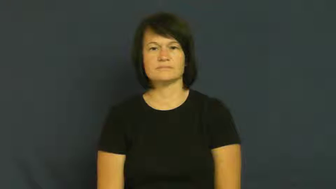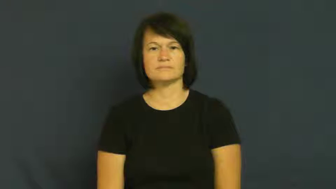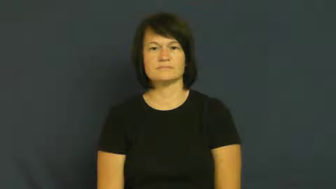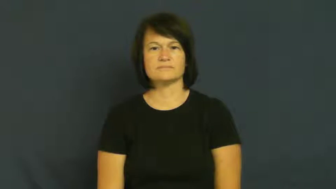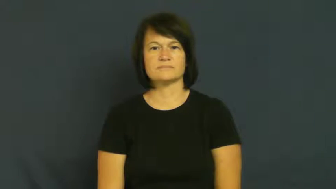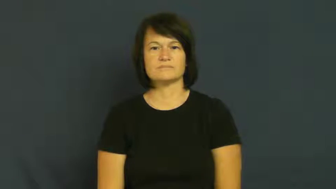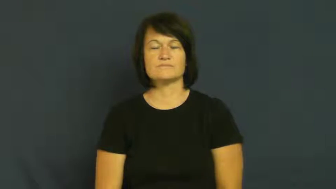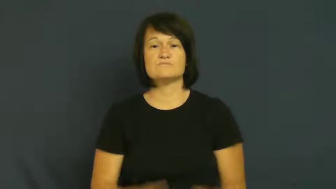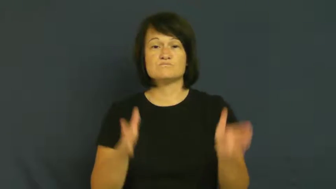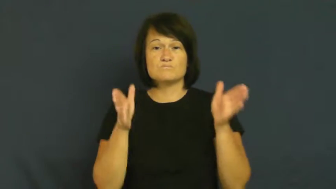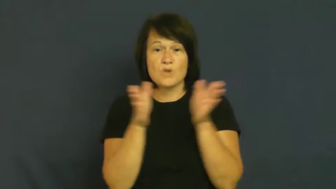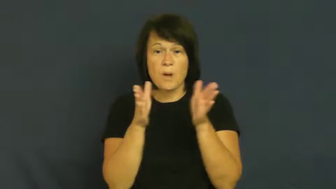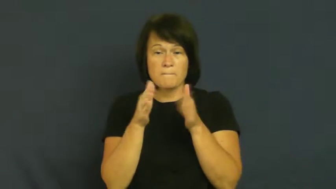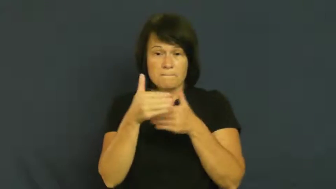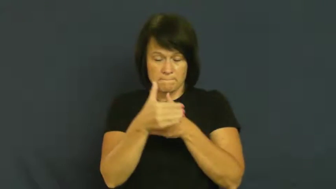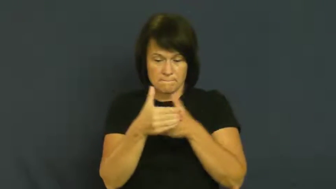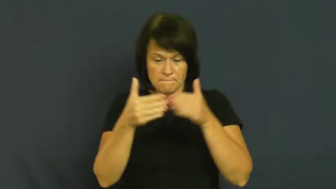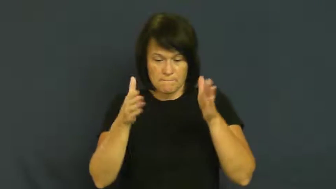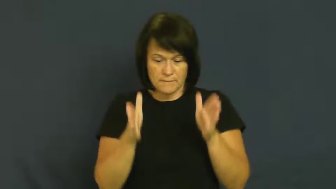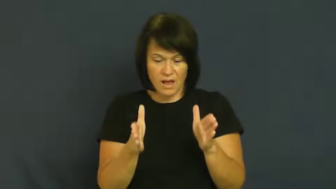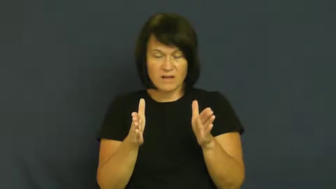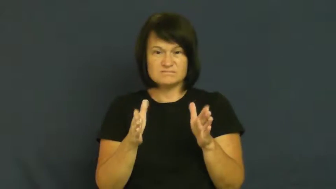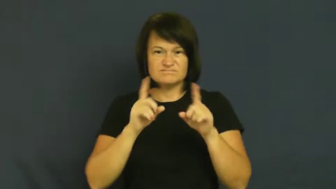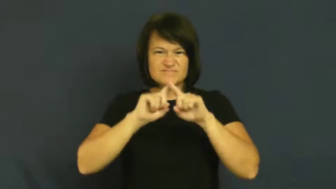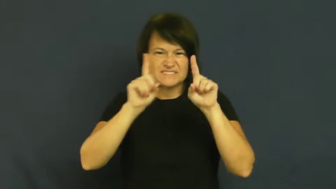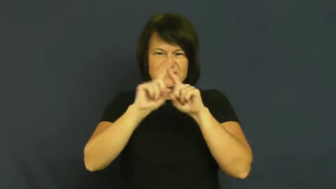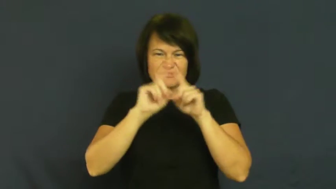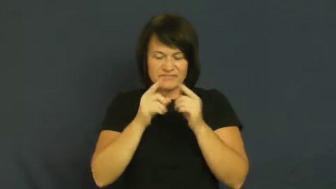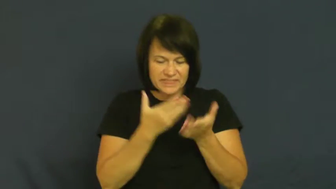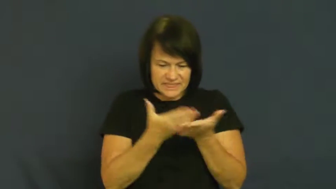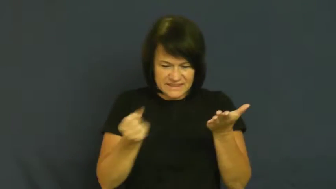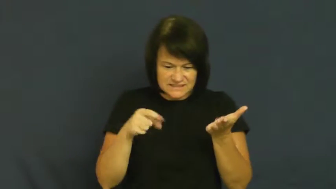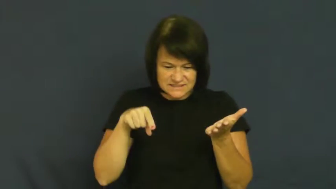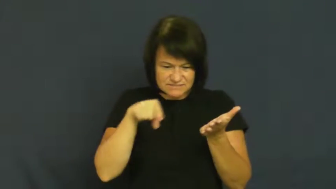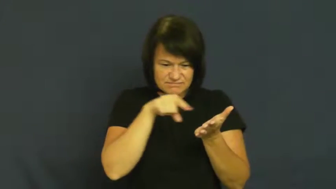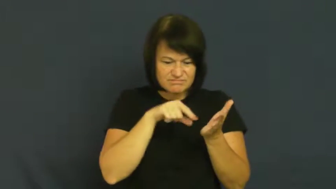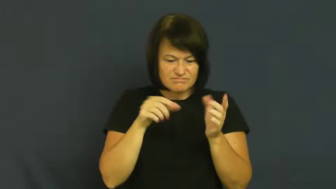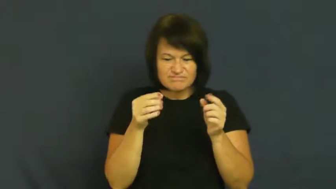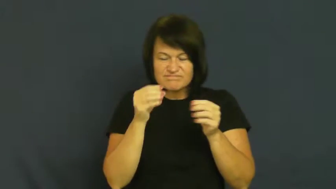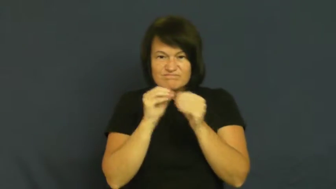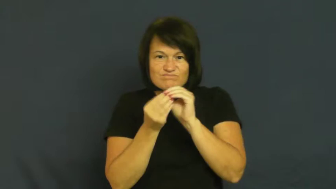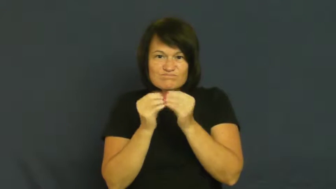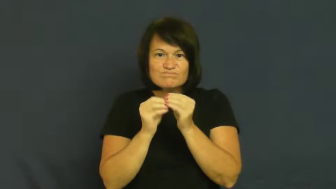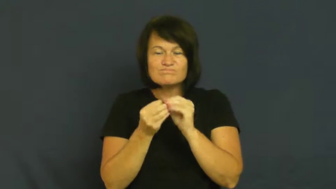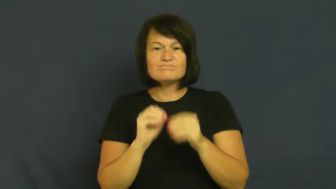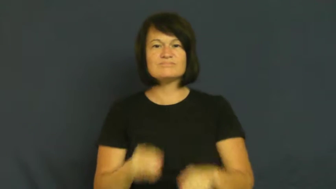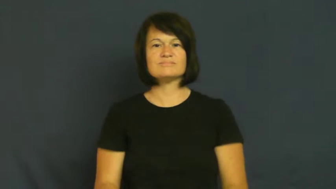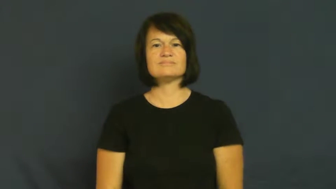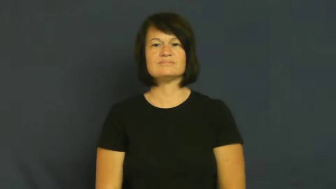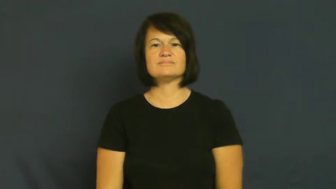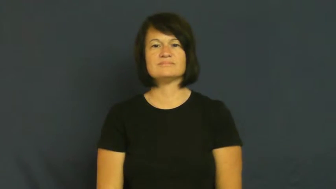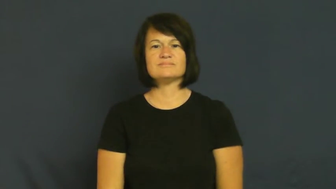kit-box